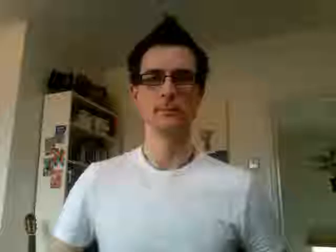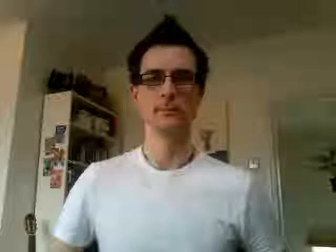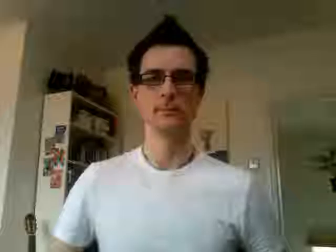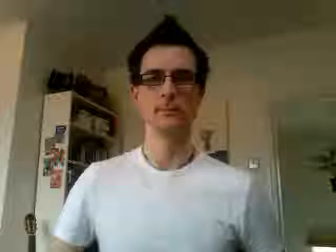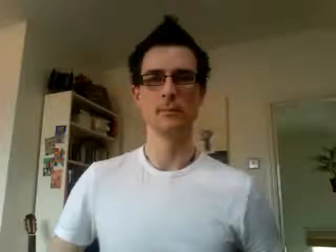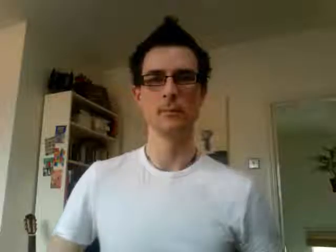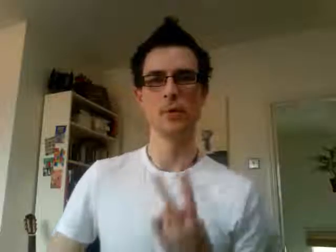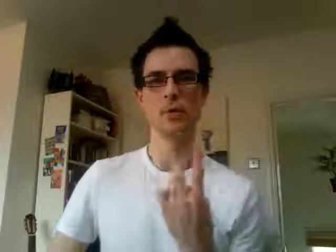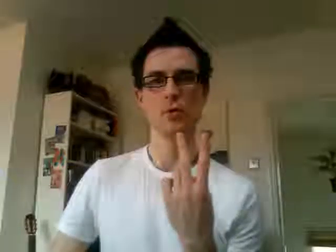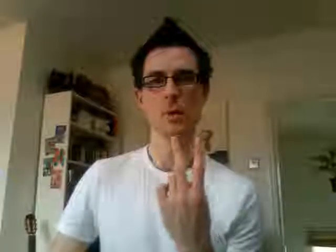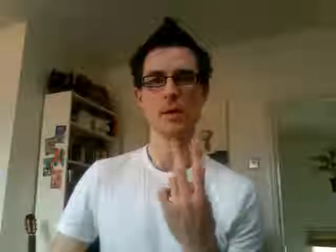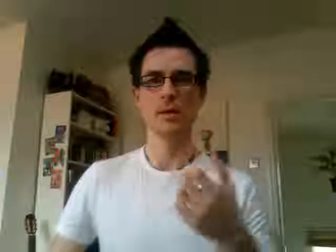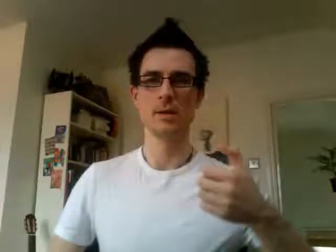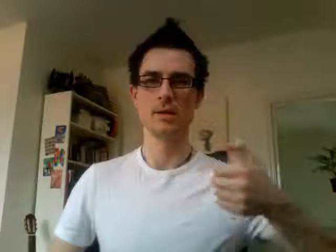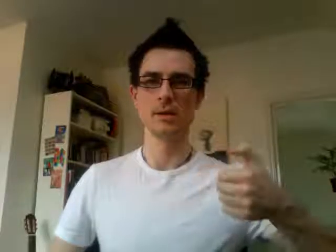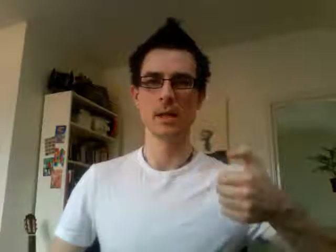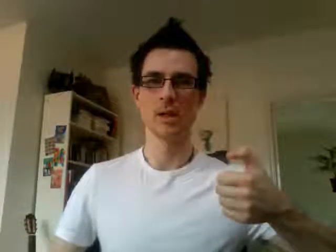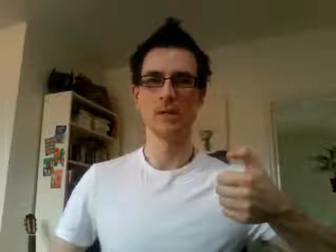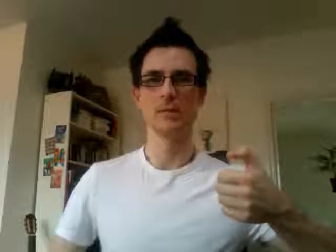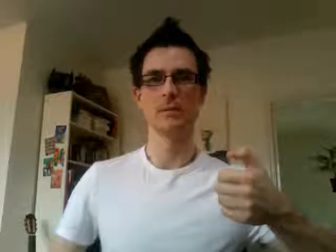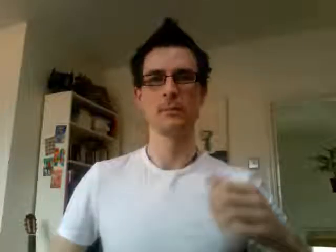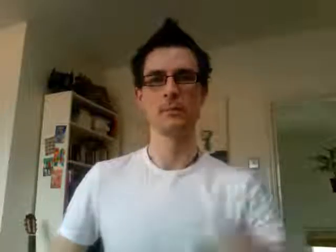26